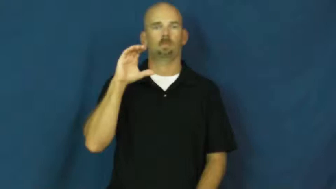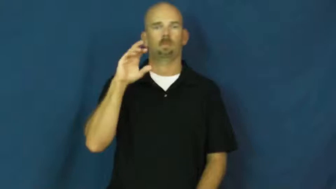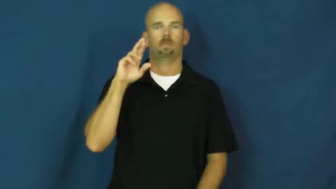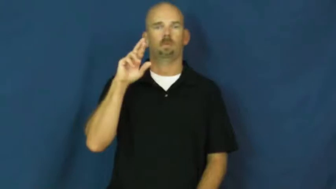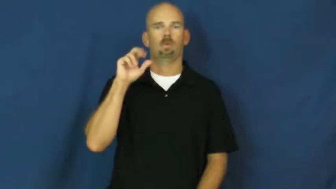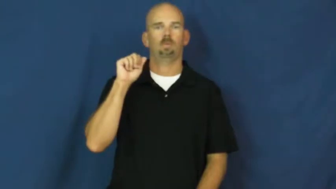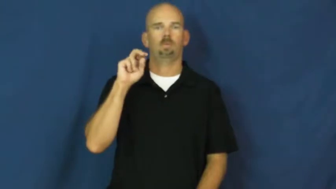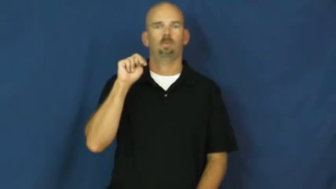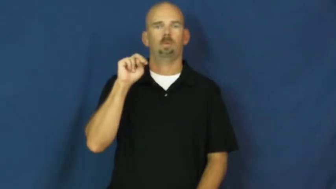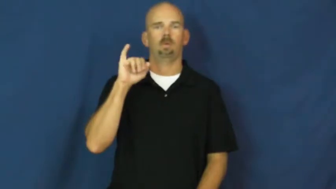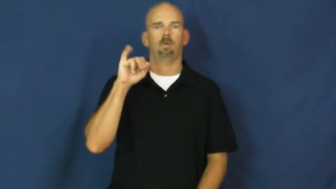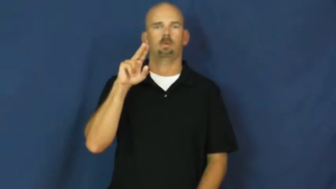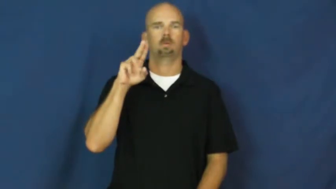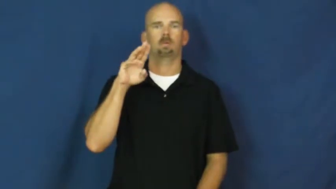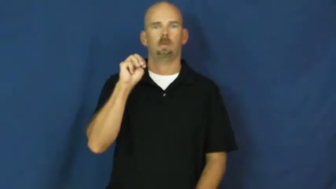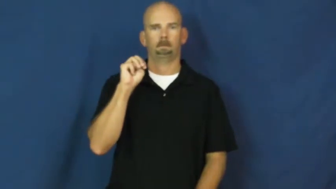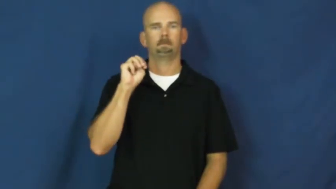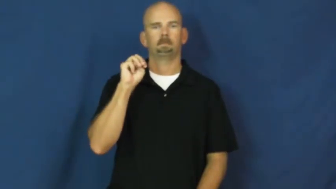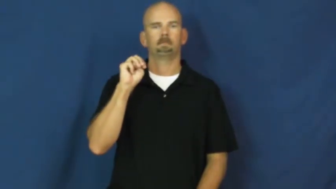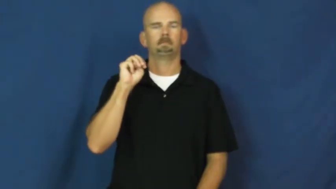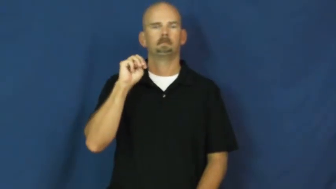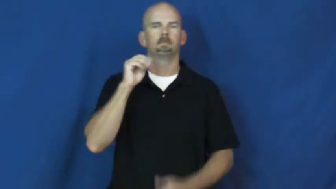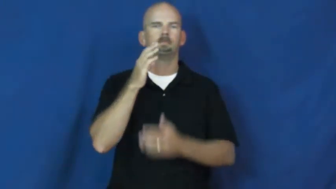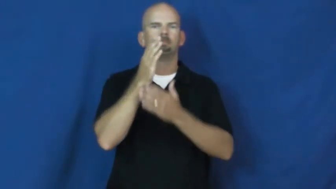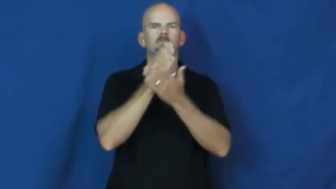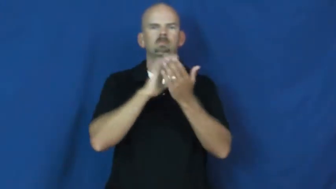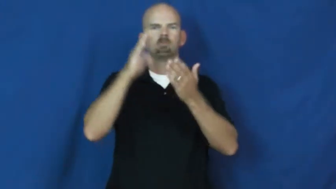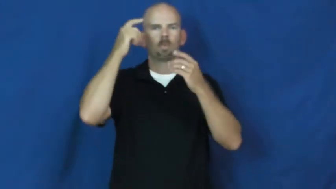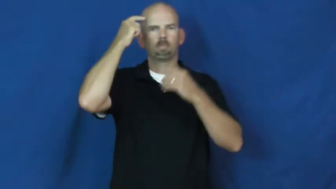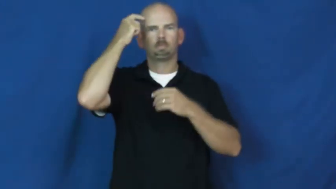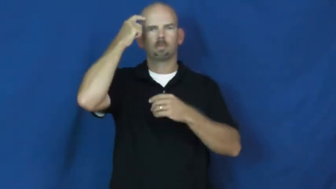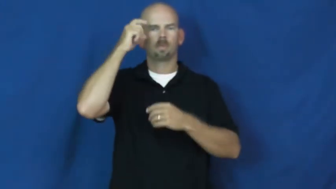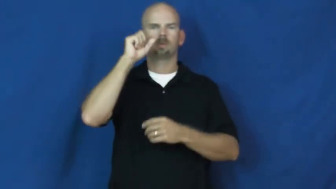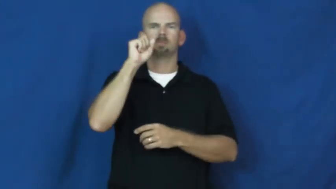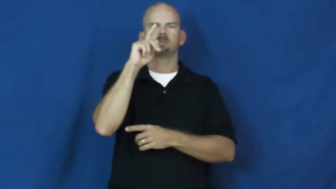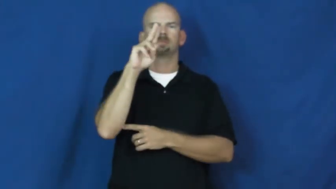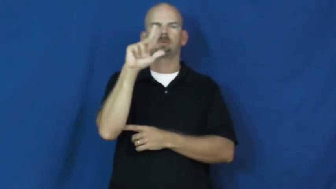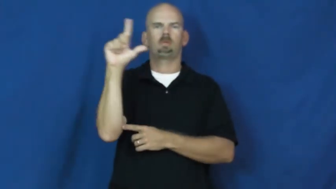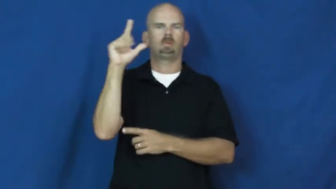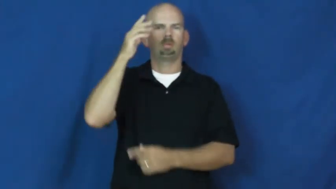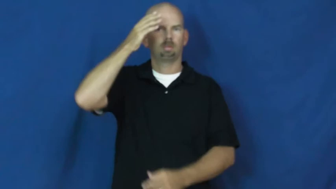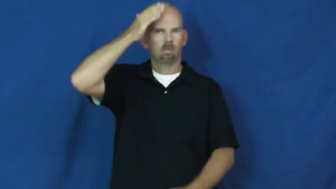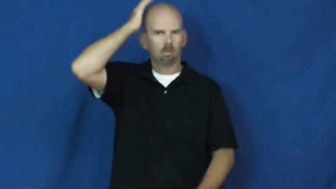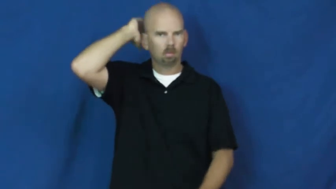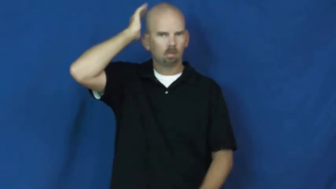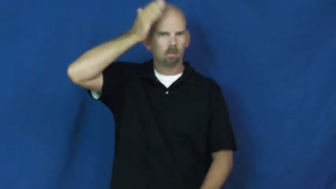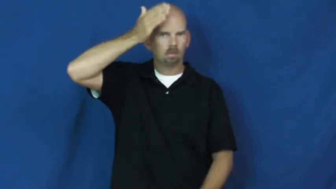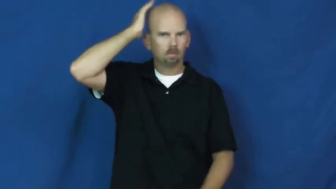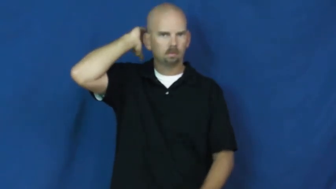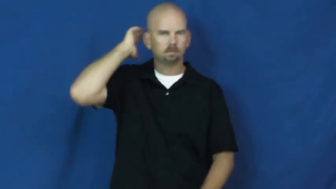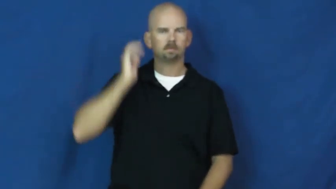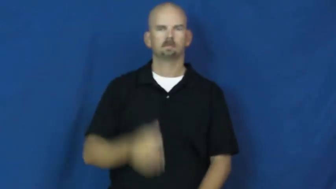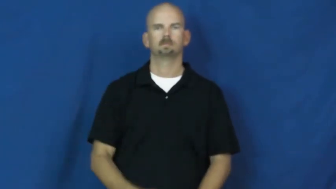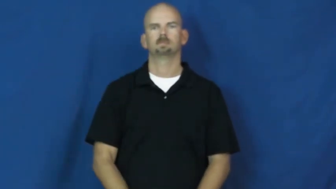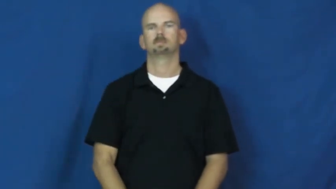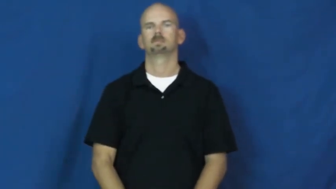cranium